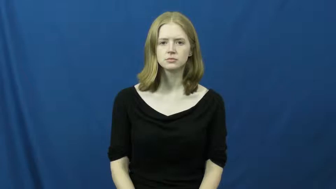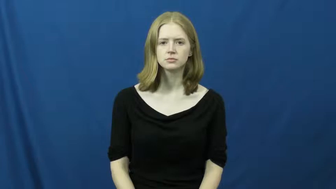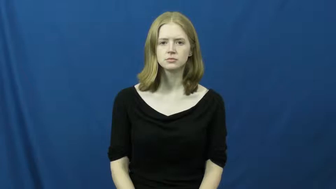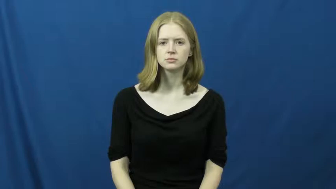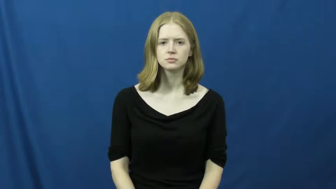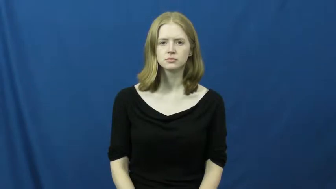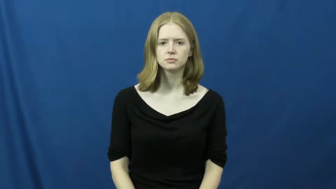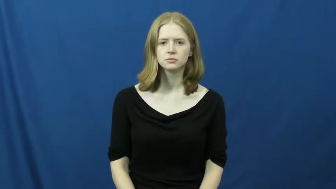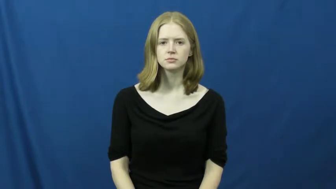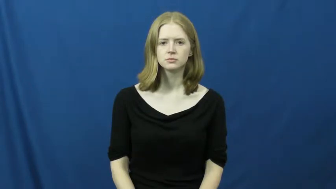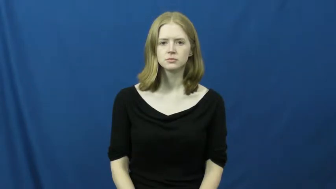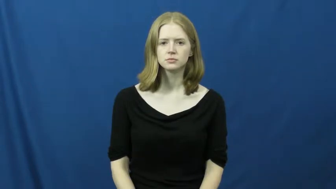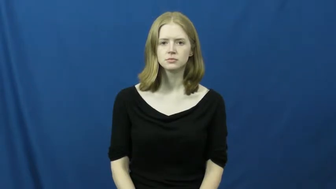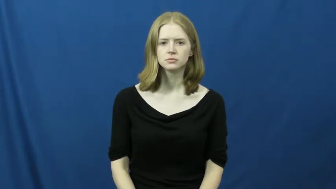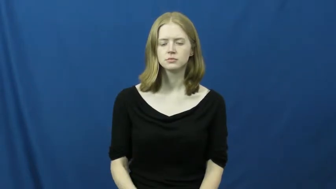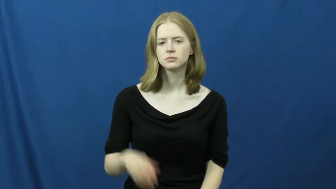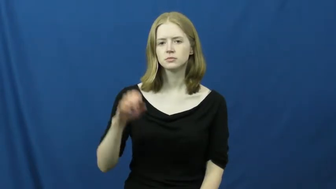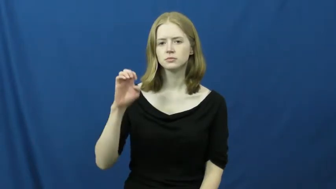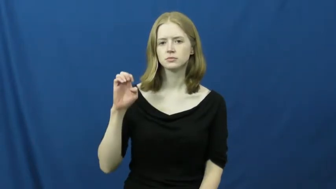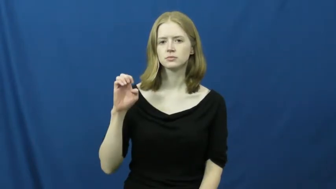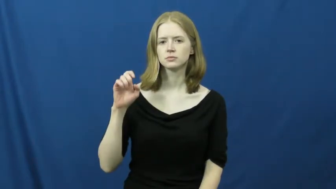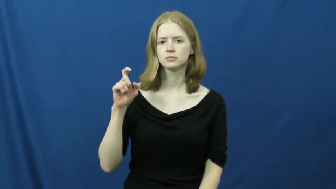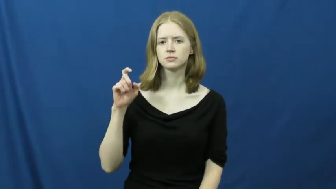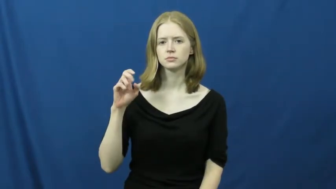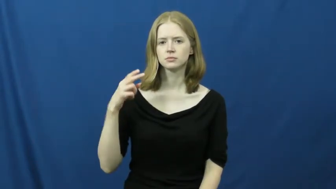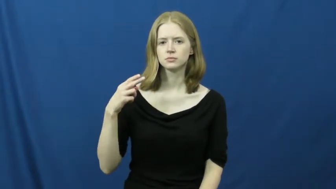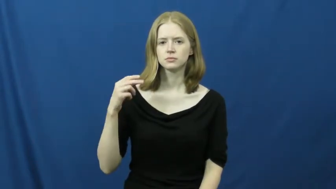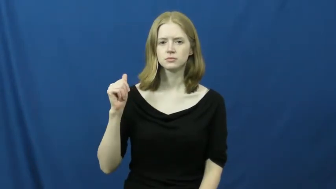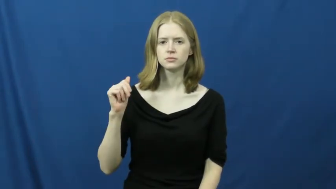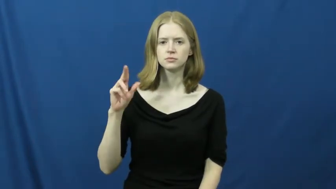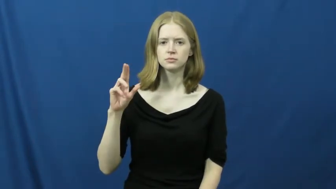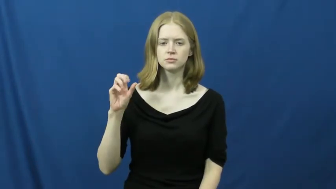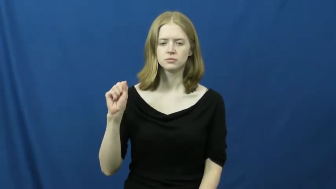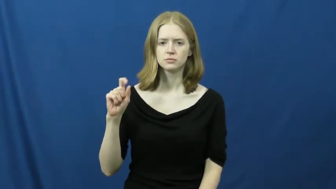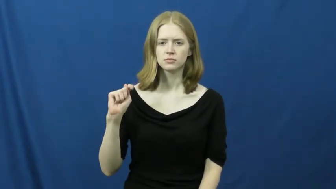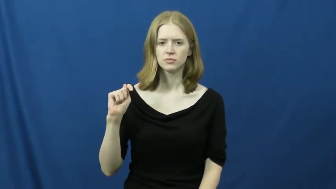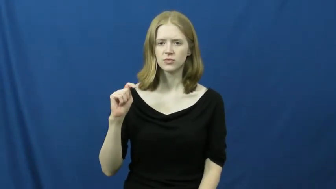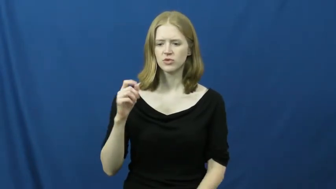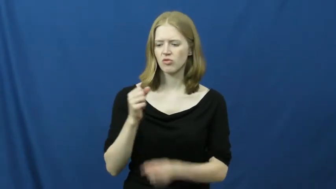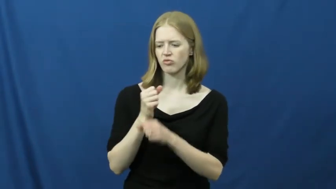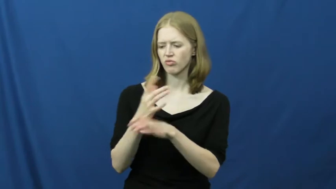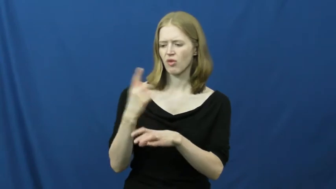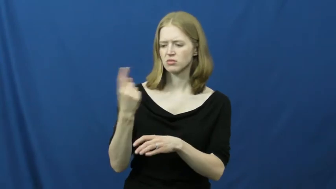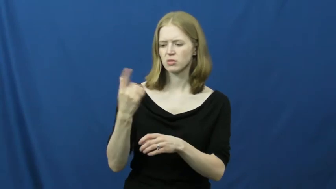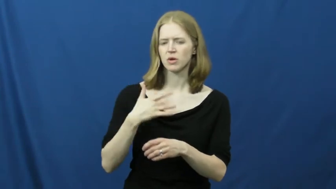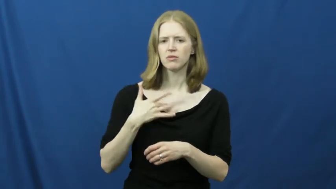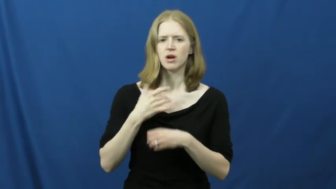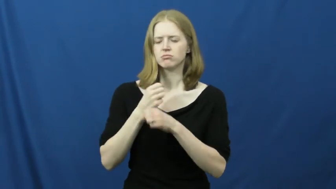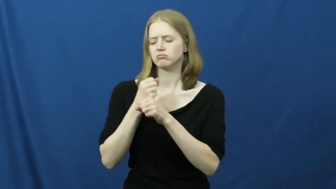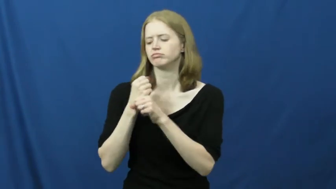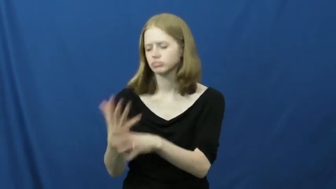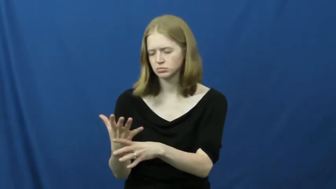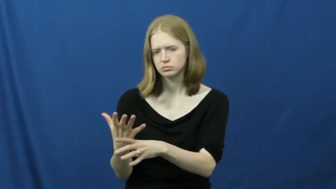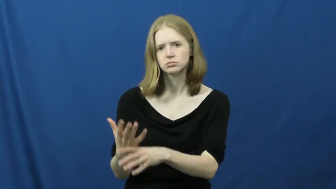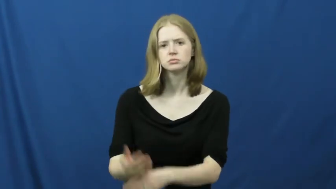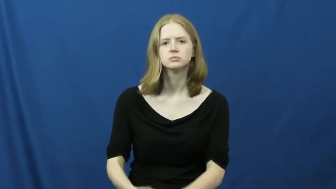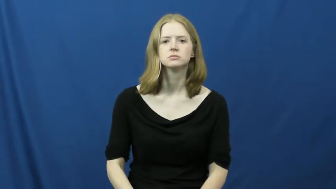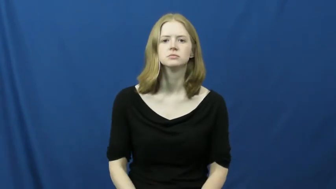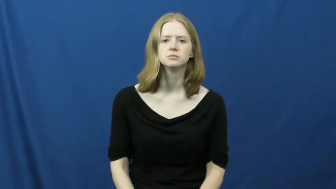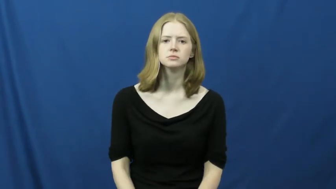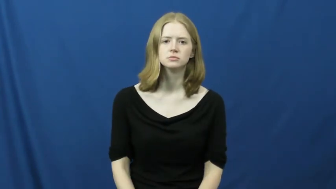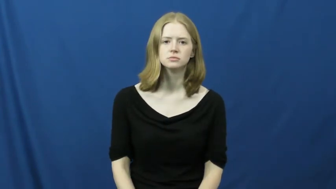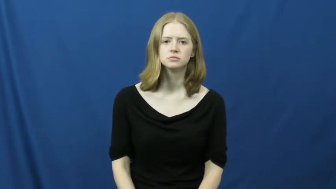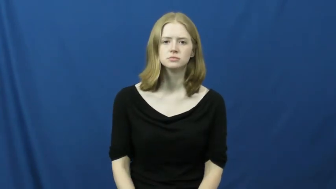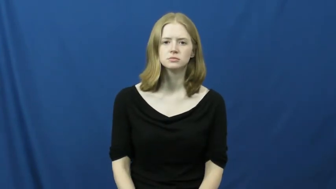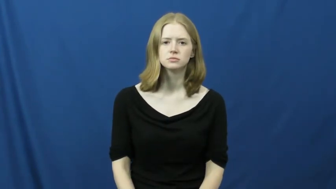exhaust-cause exhaustion